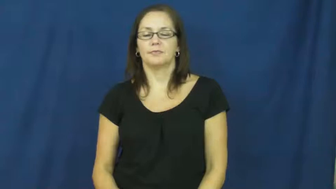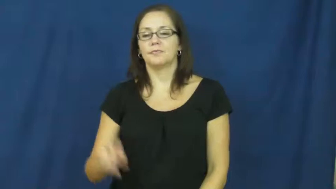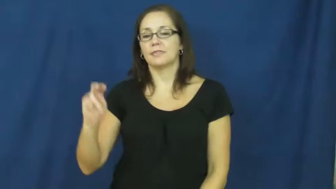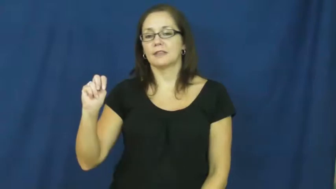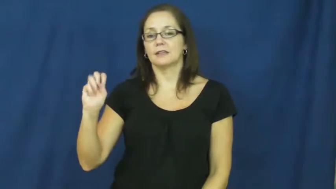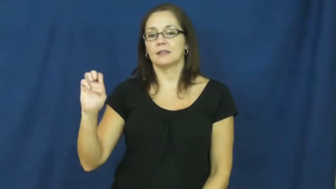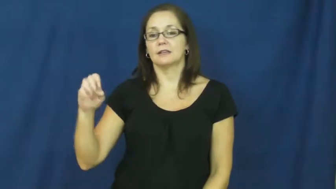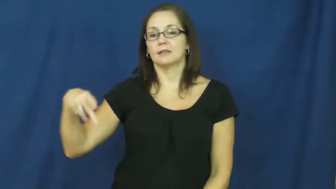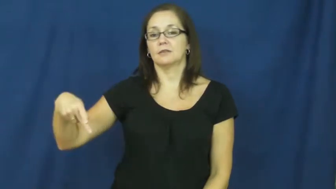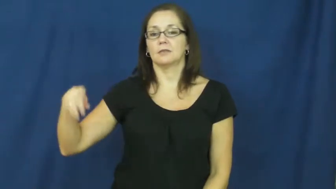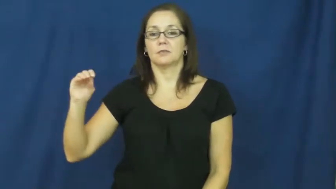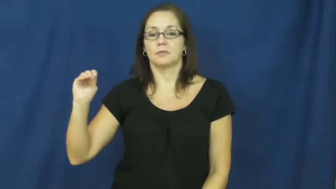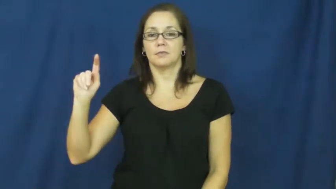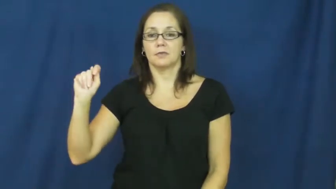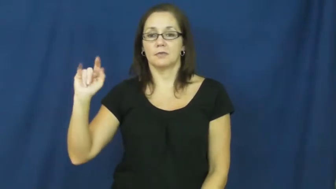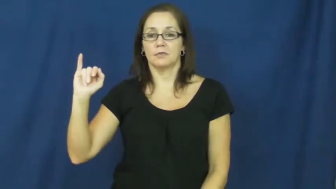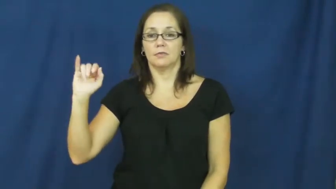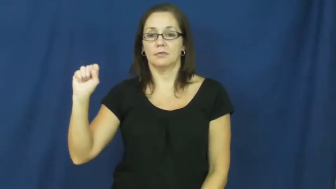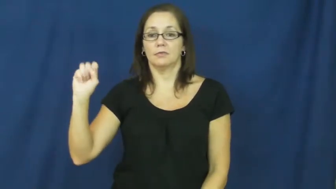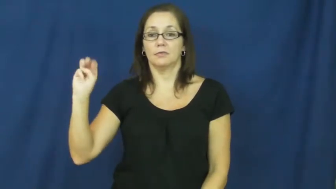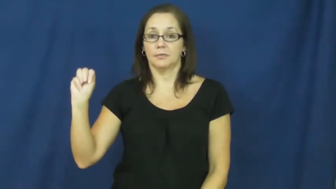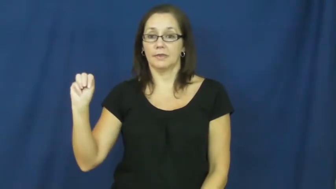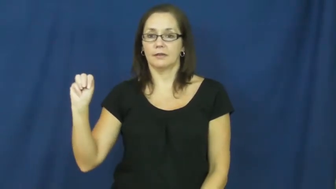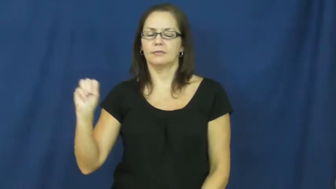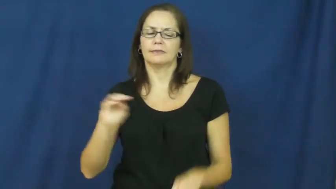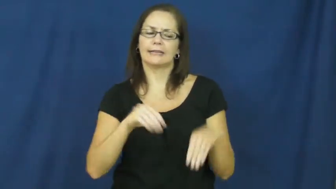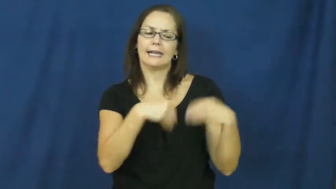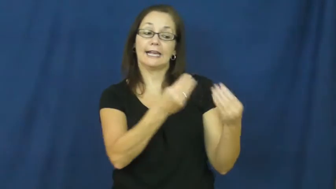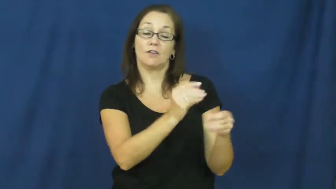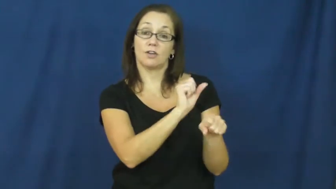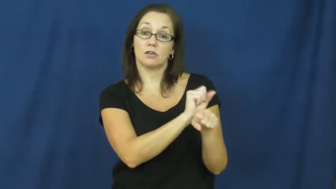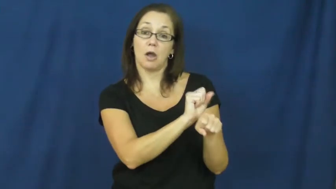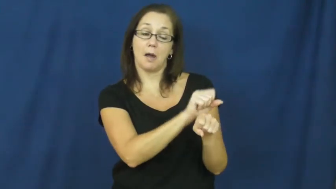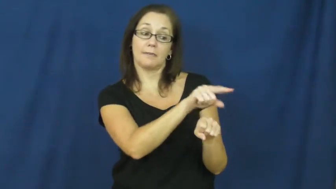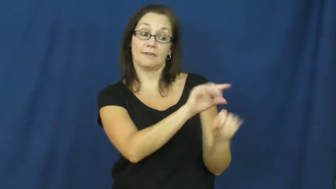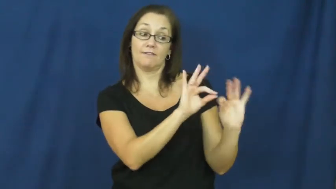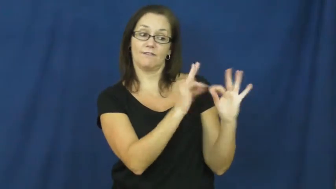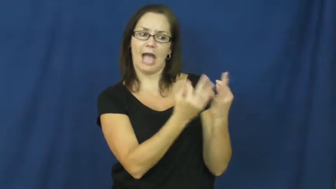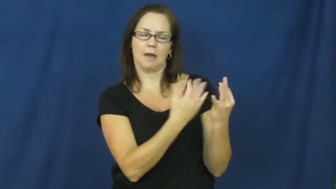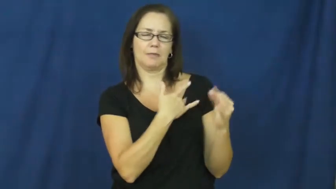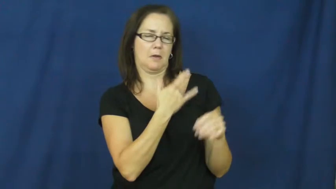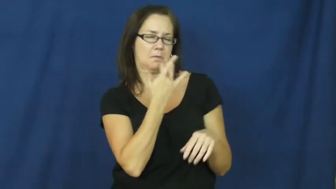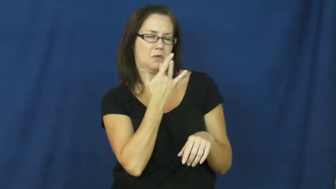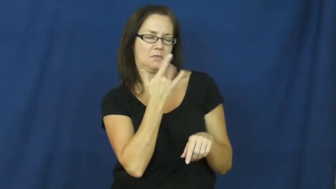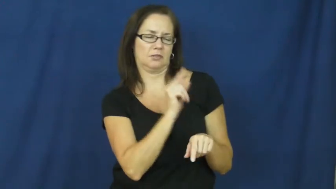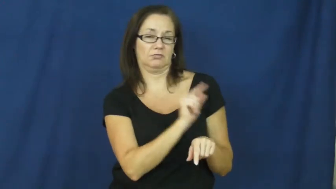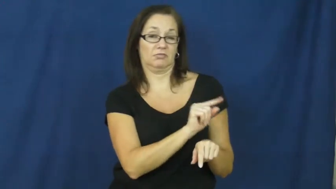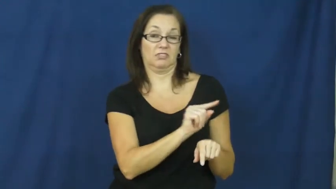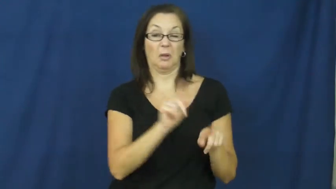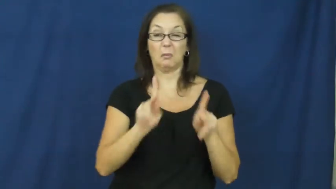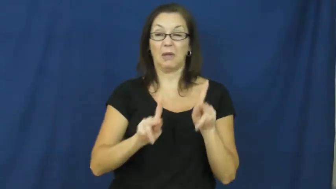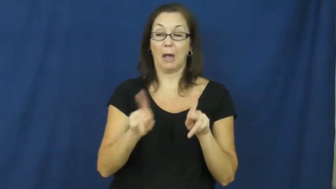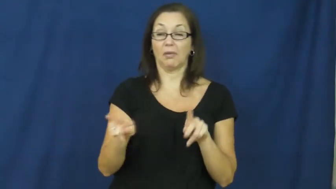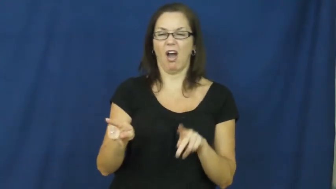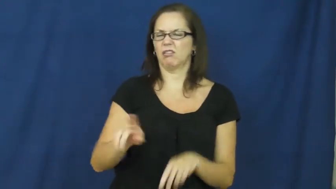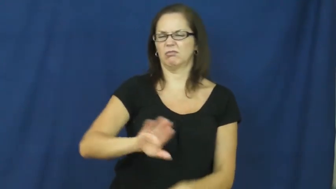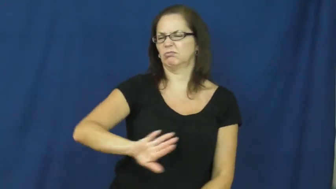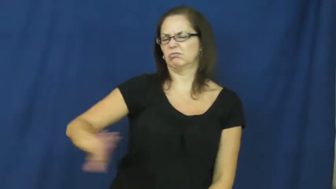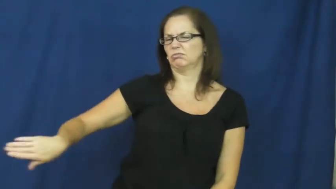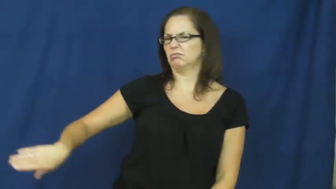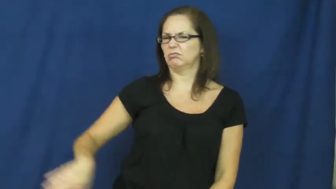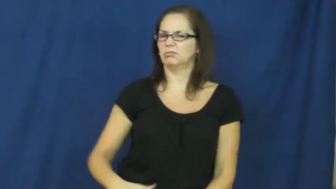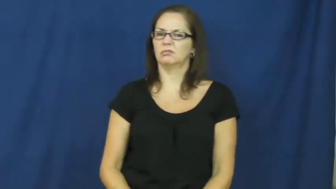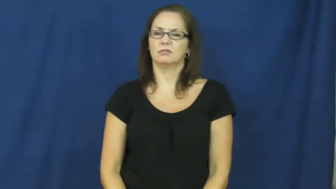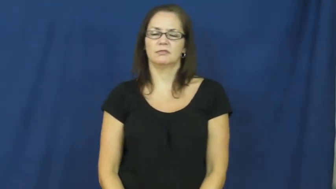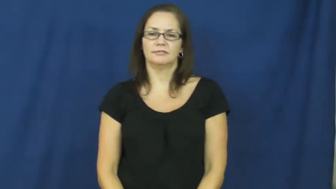nepotism